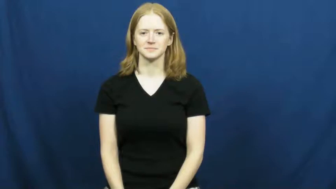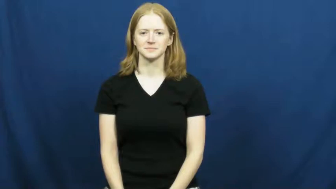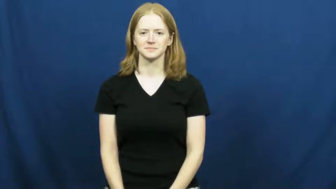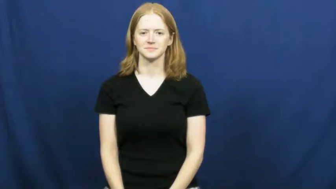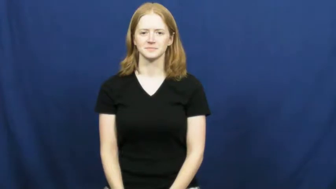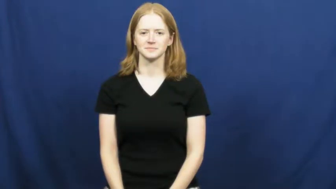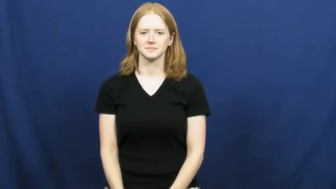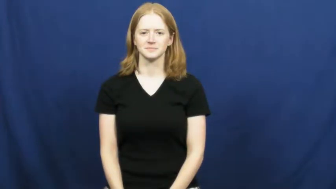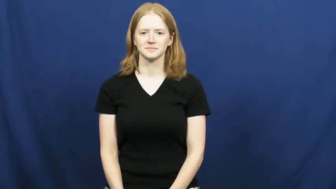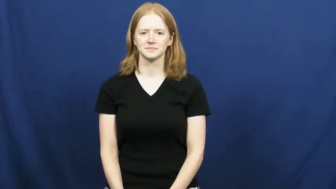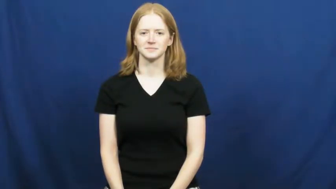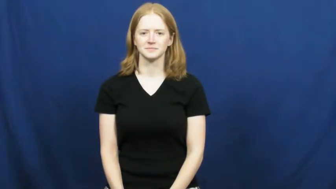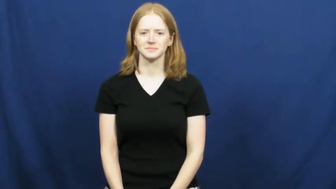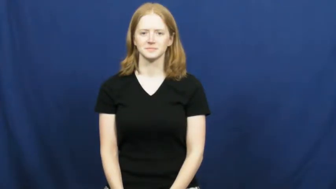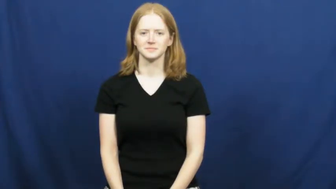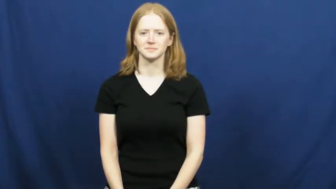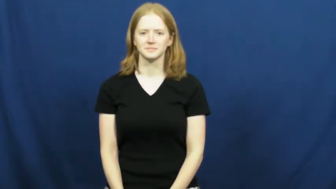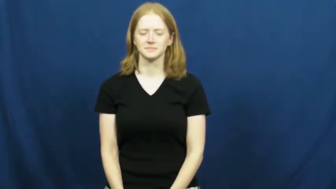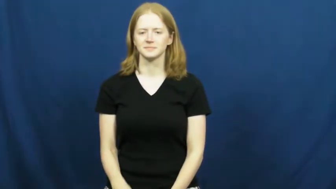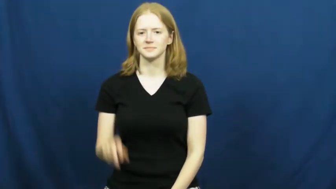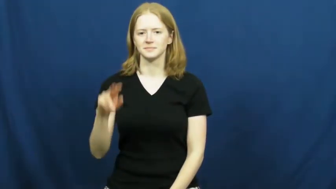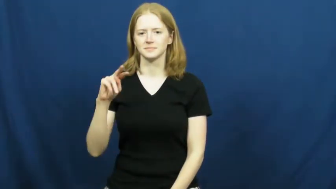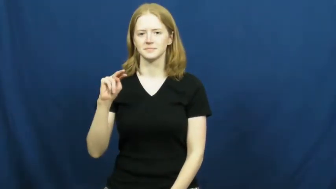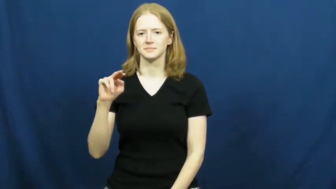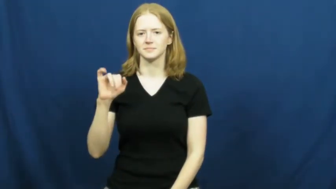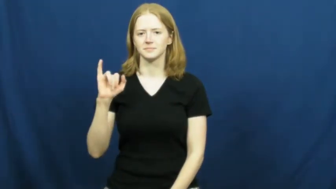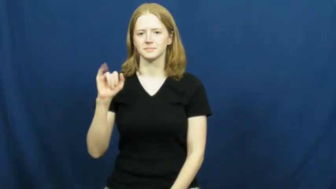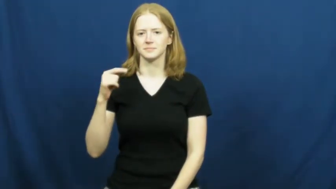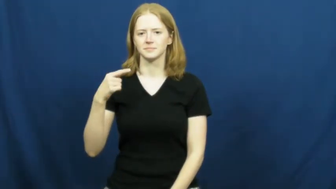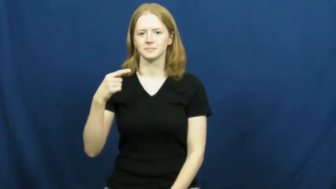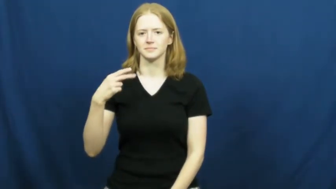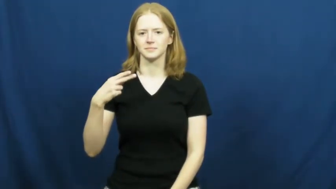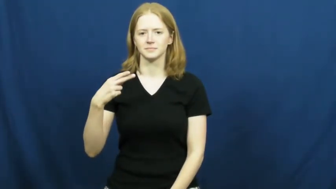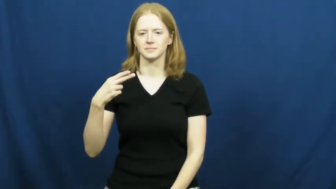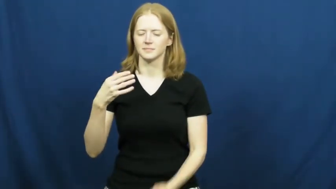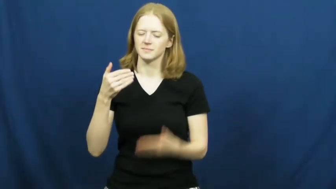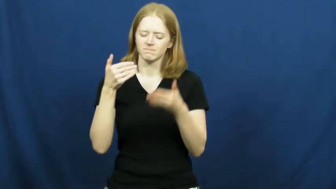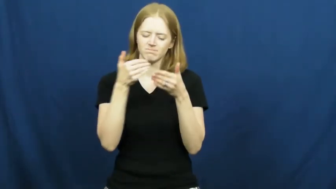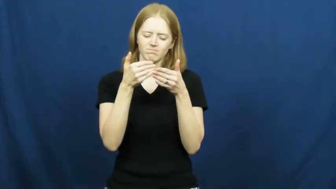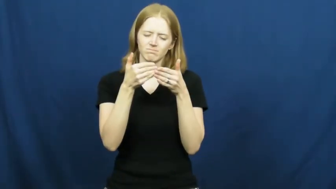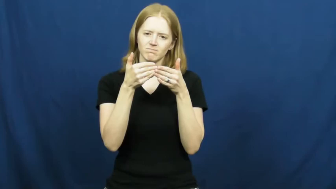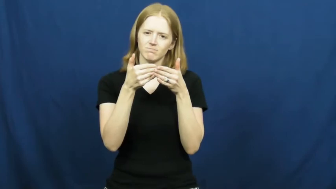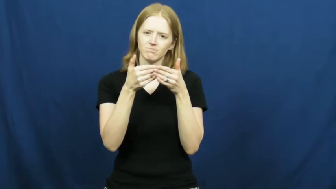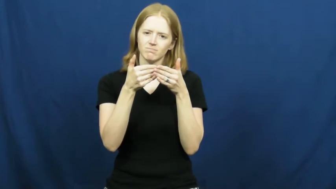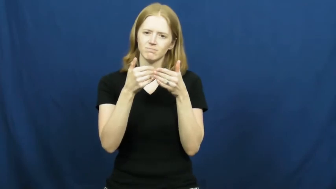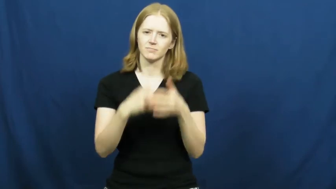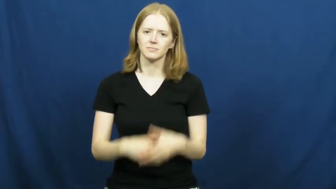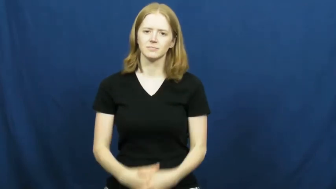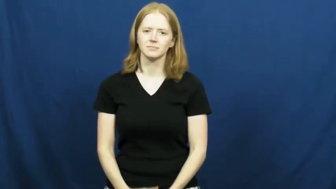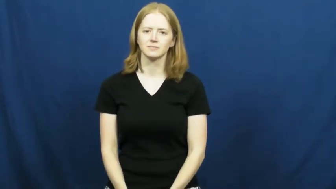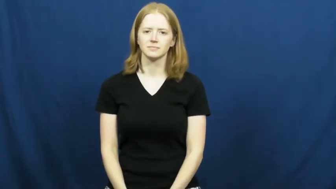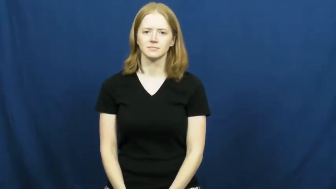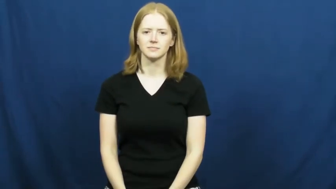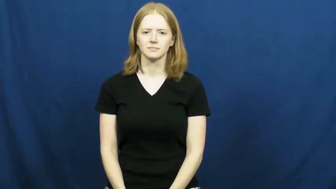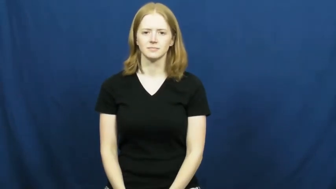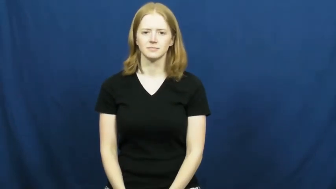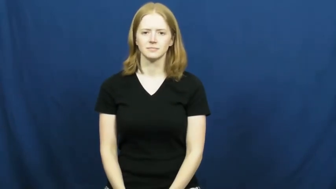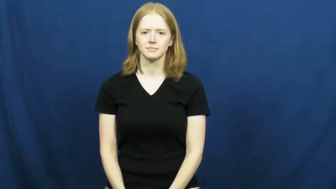nigh